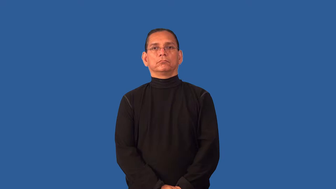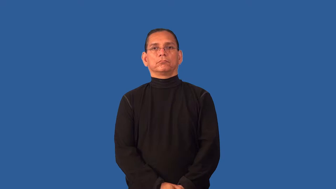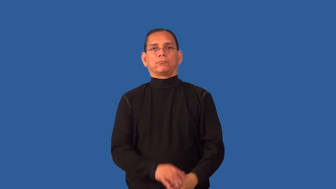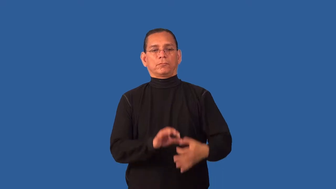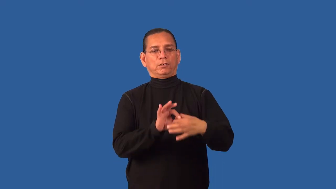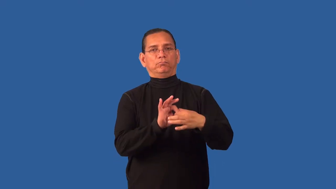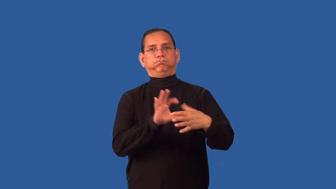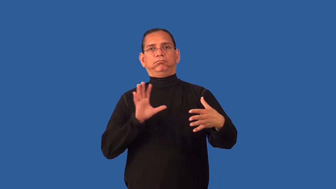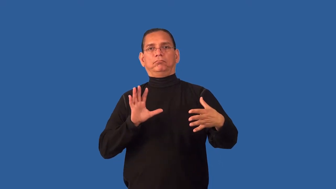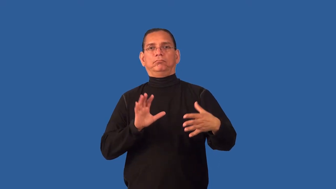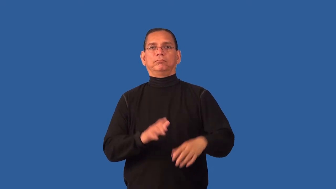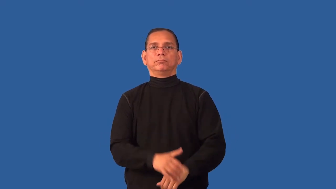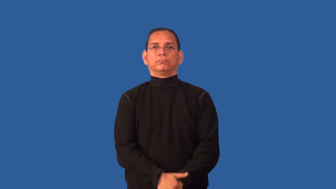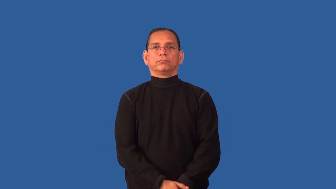detach,come away,come off